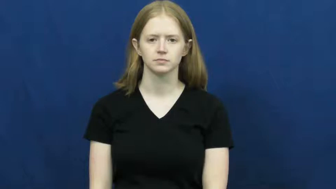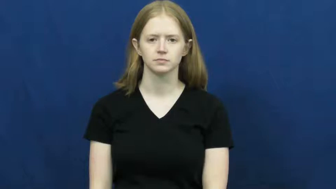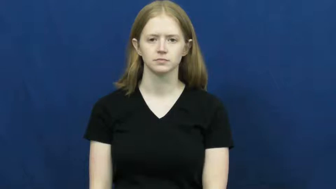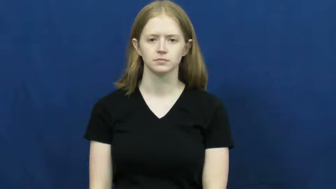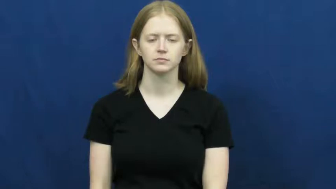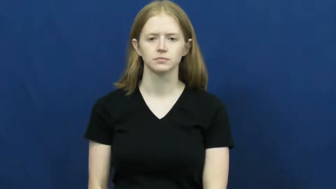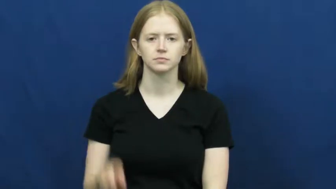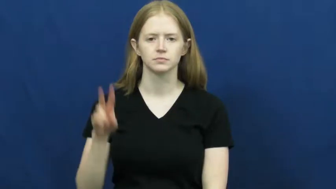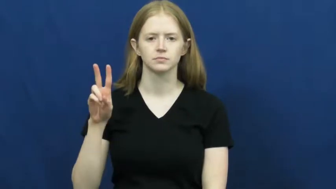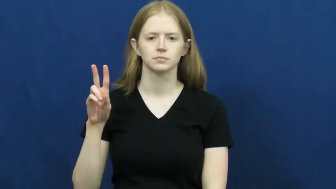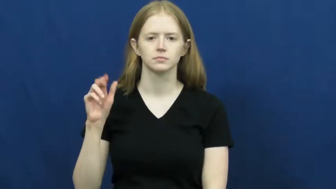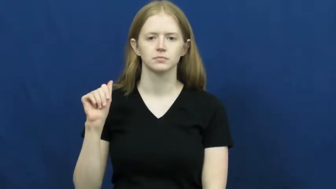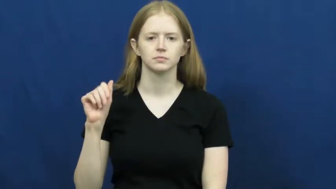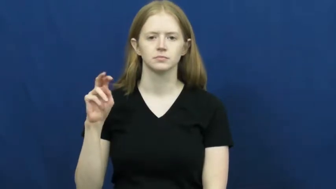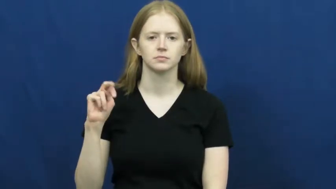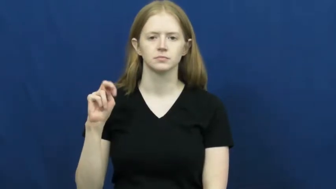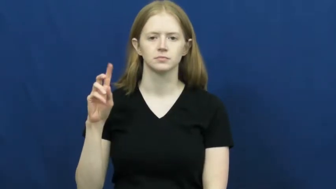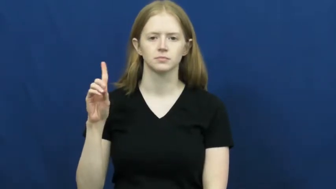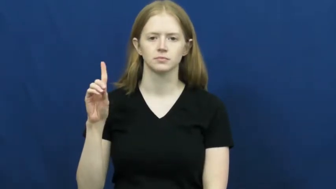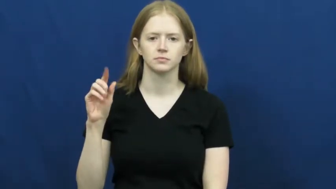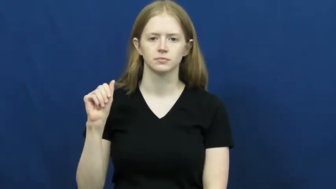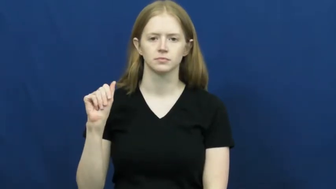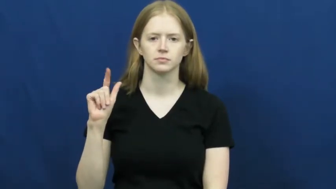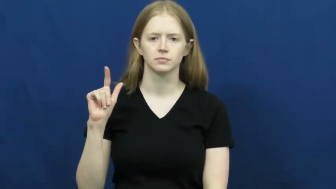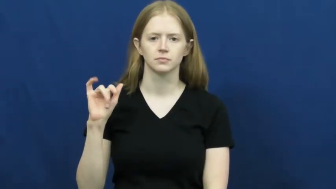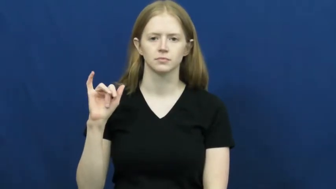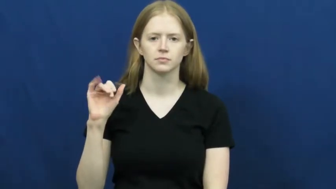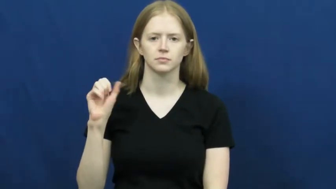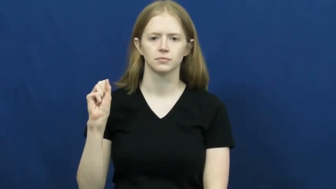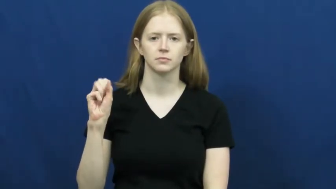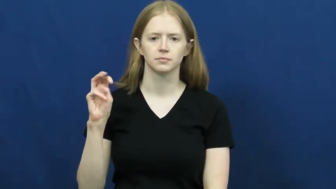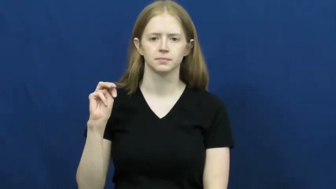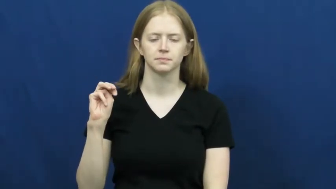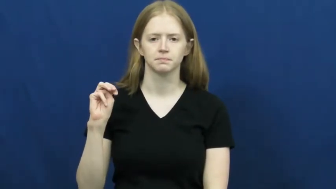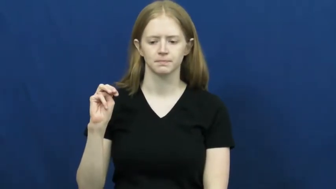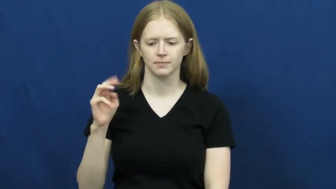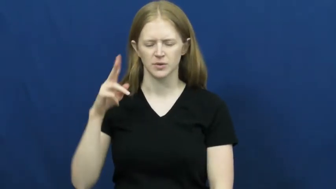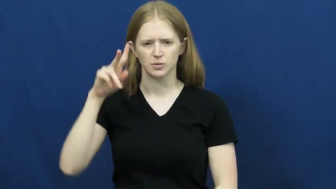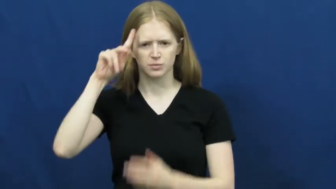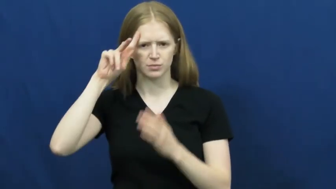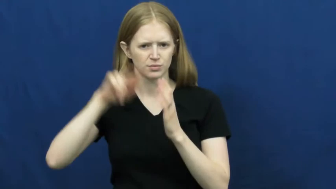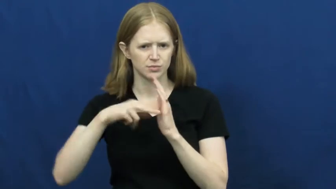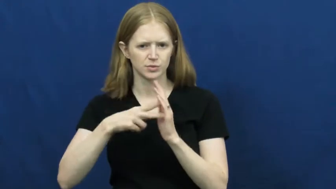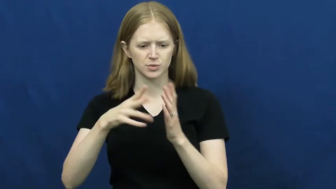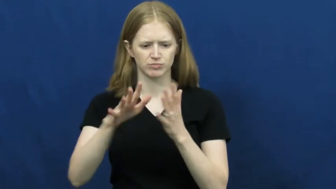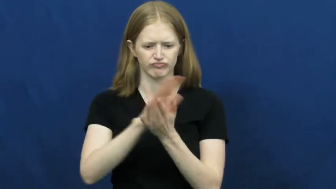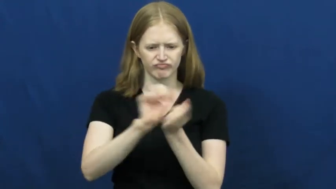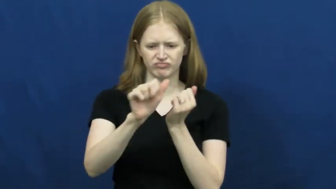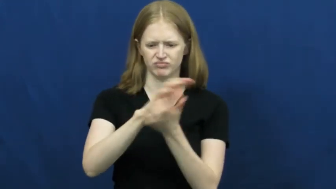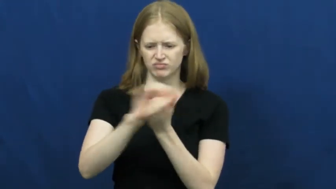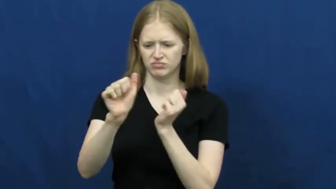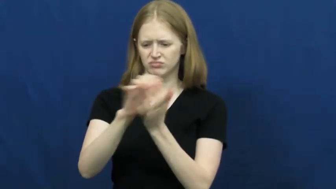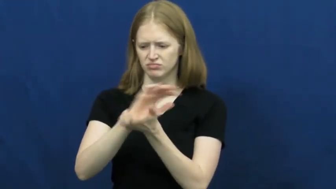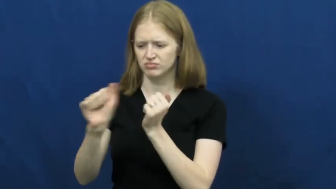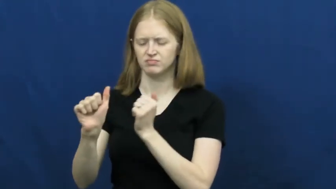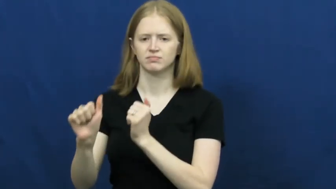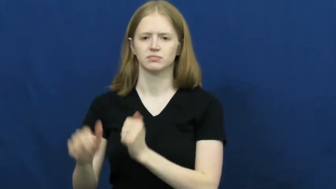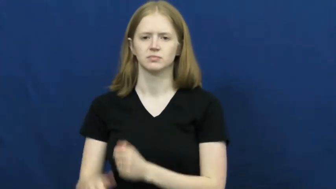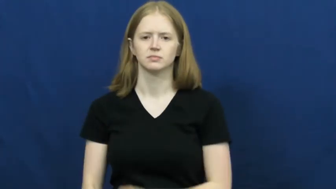vandalism